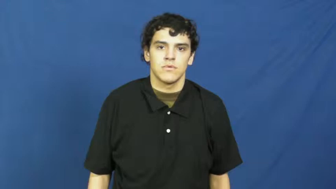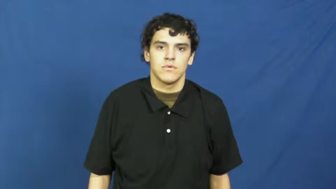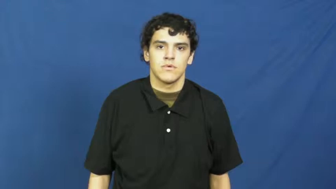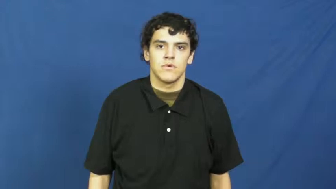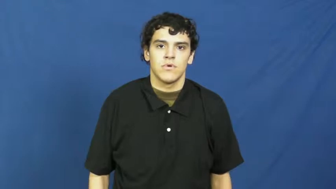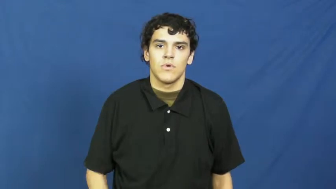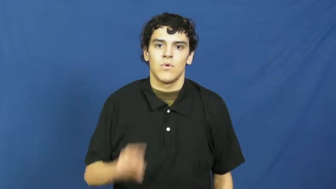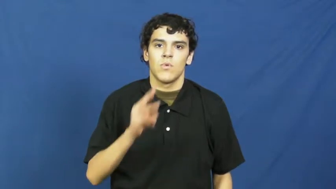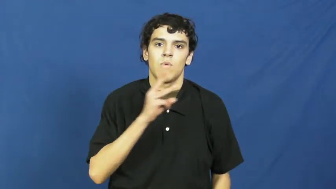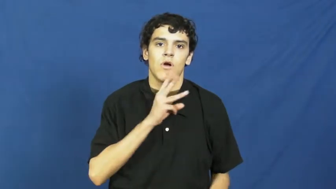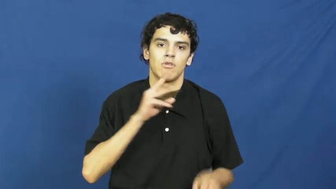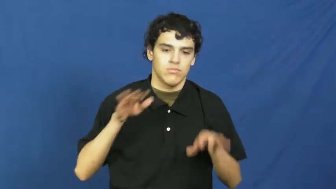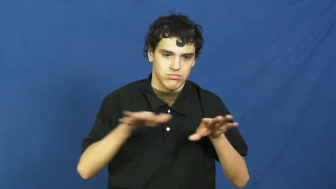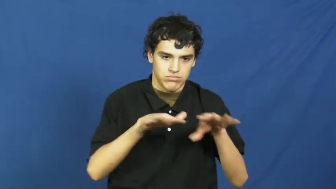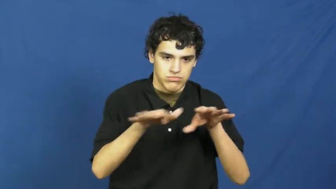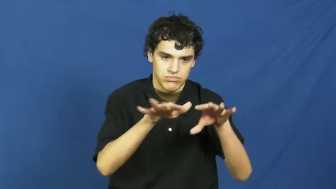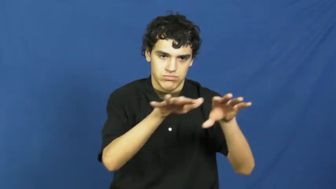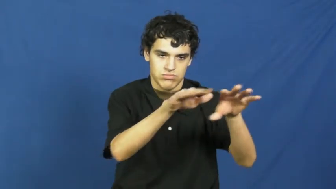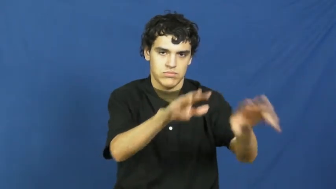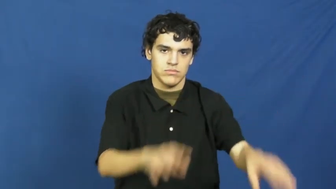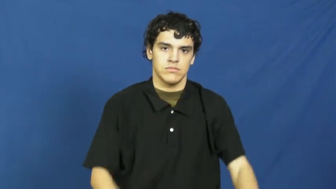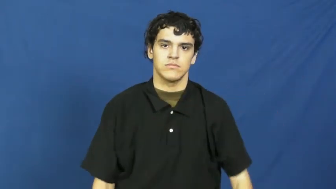river,fluvial,waterway